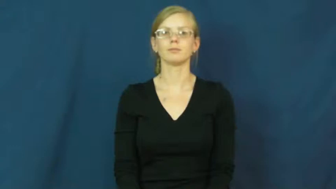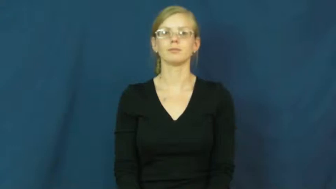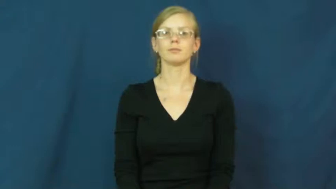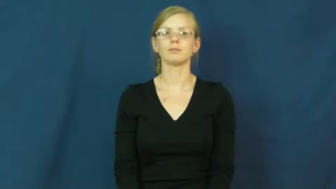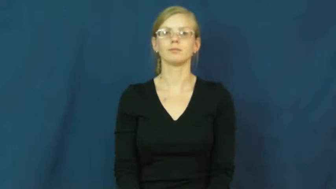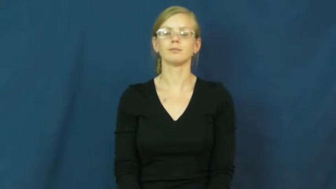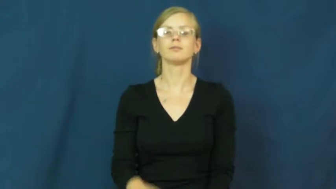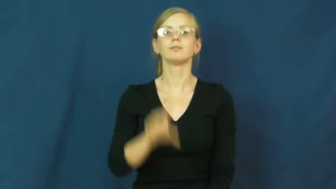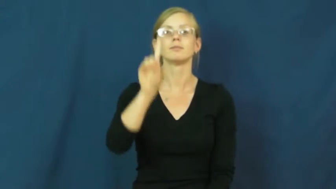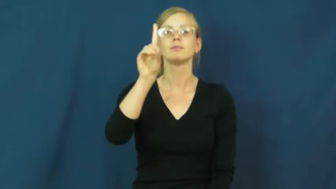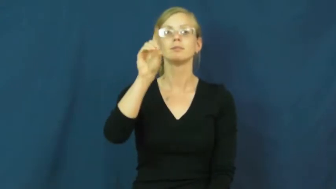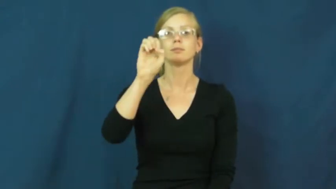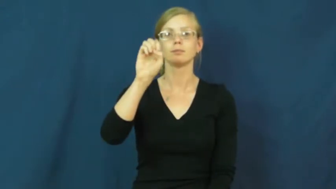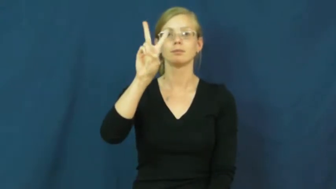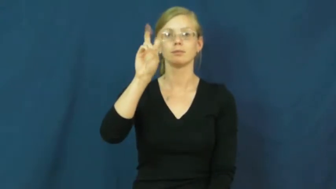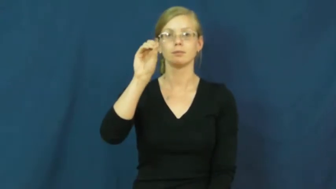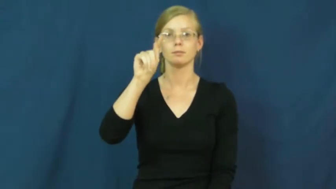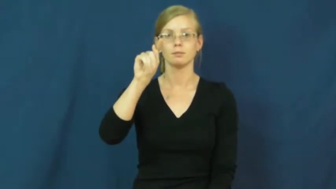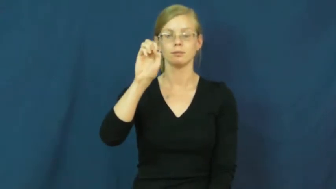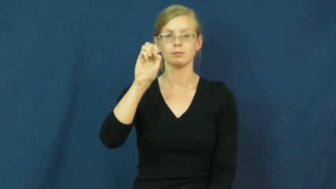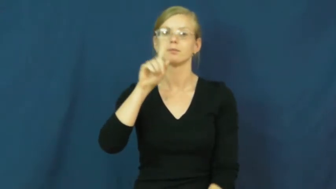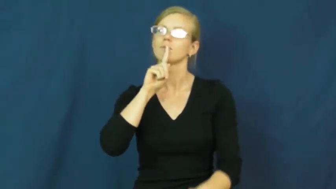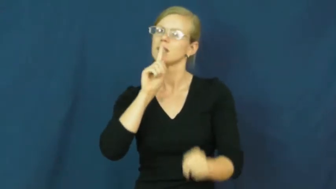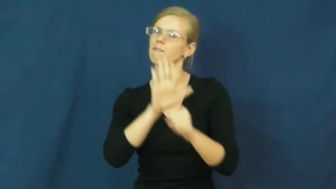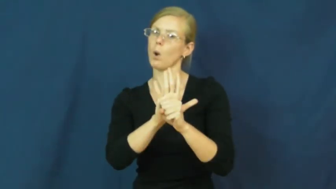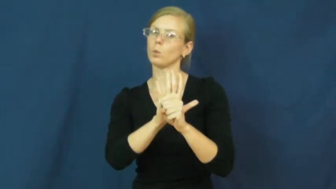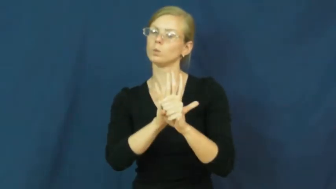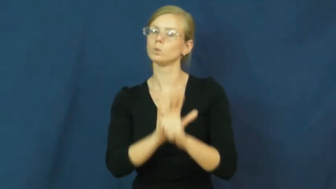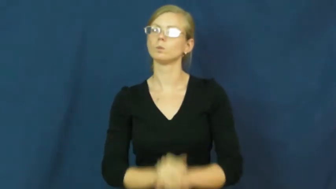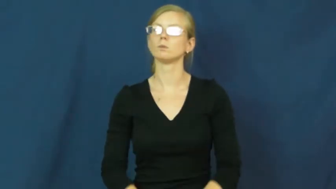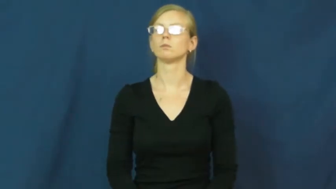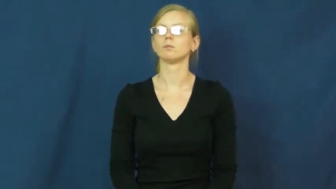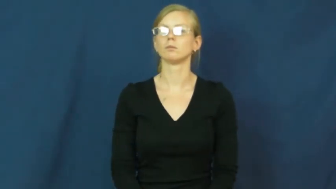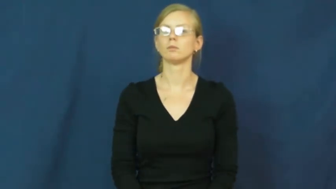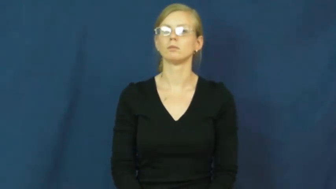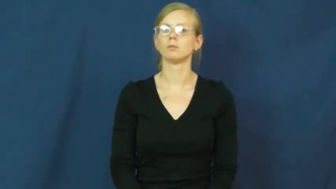devote-dedicate